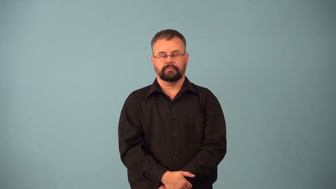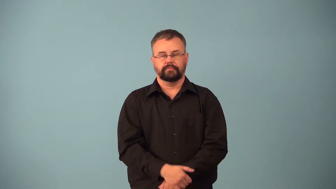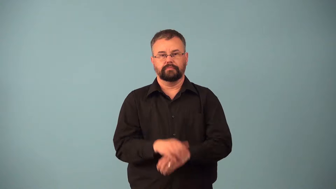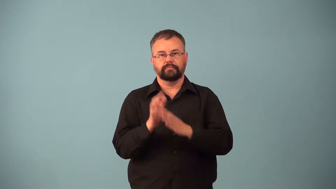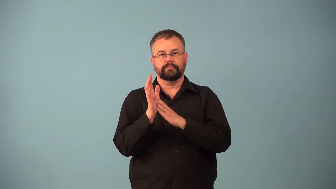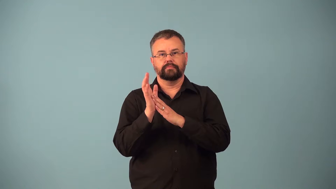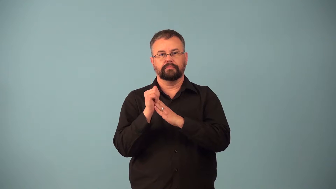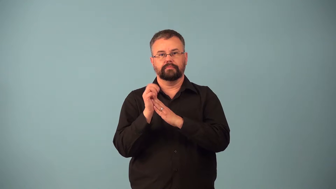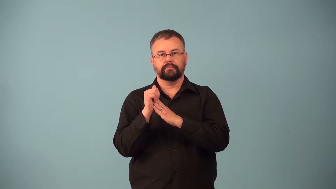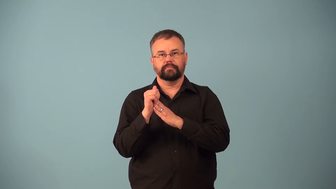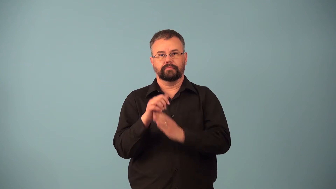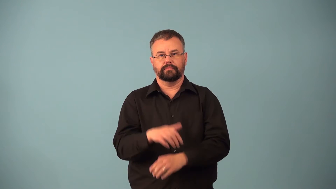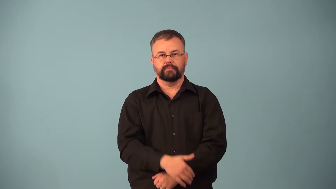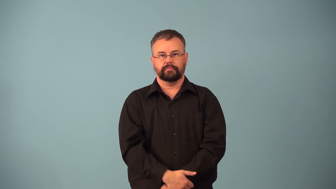clipboard